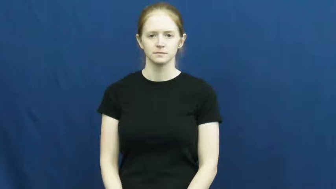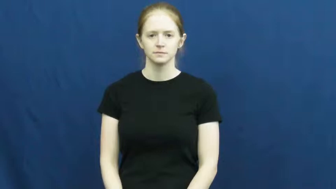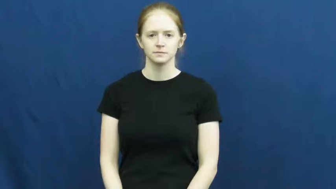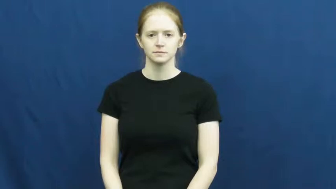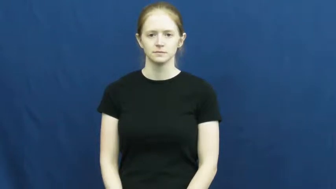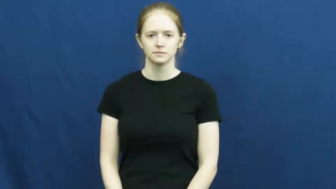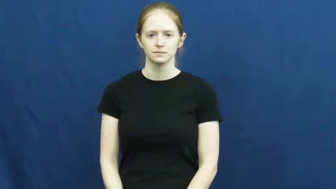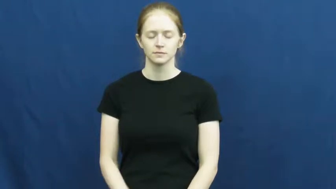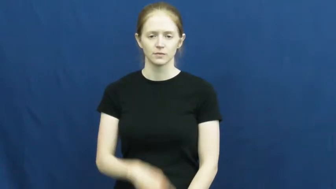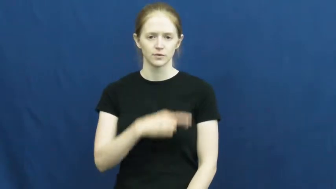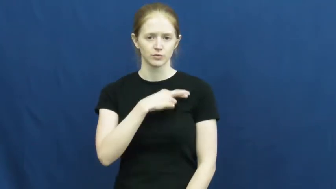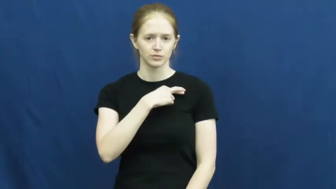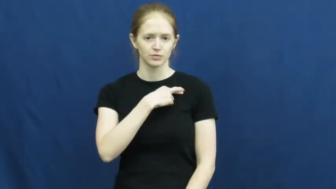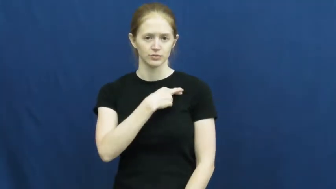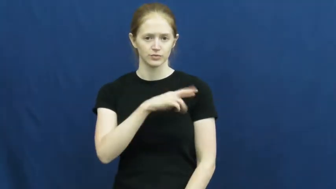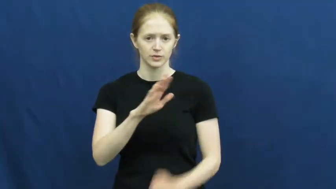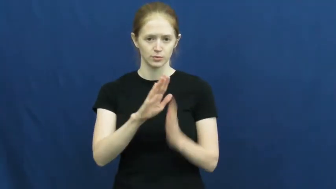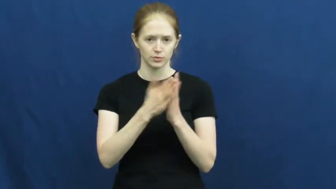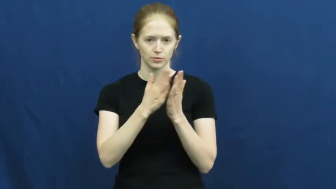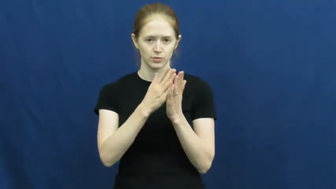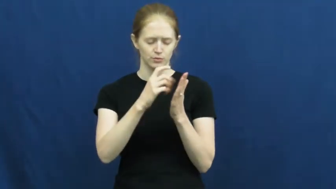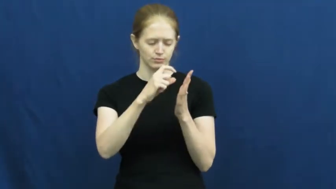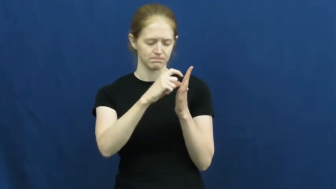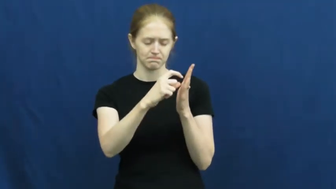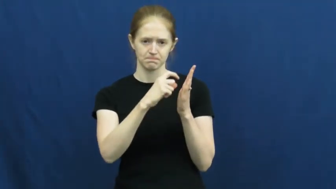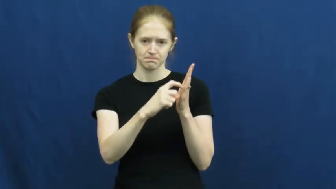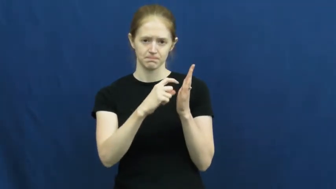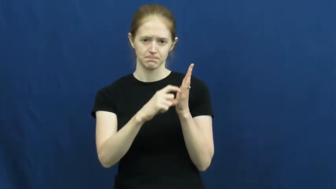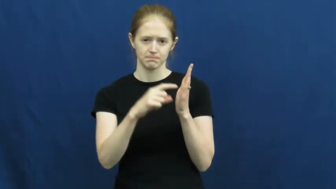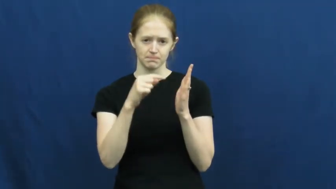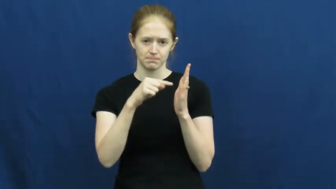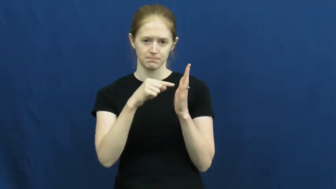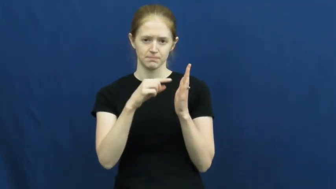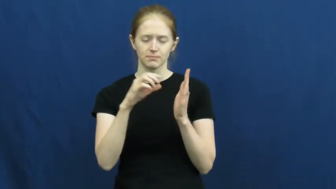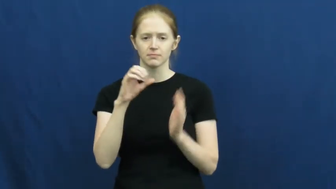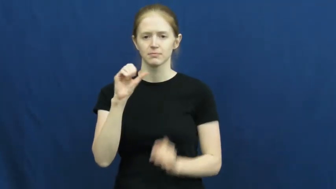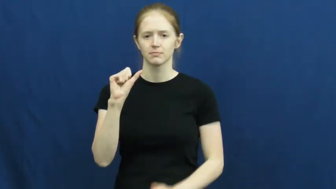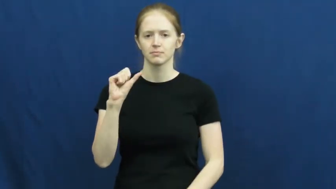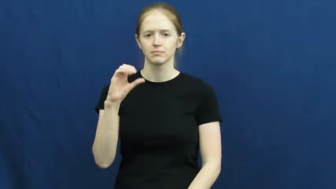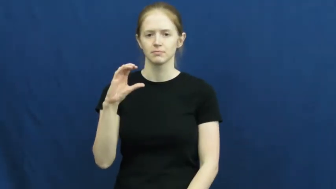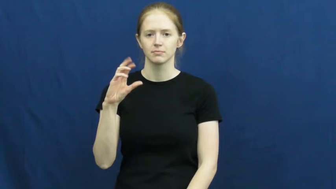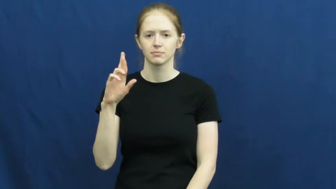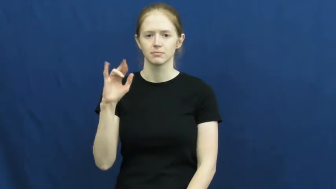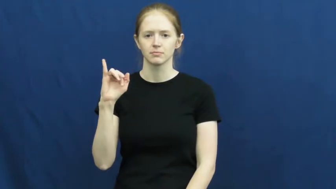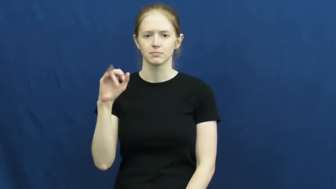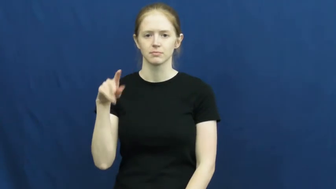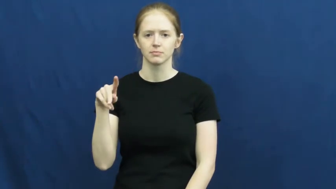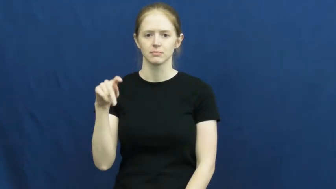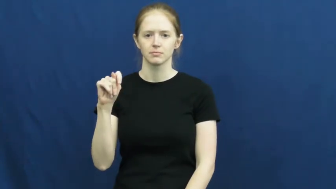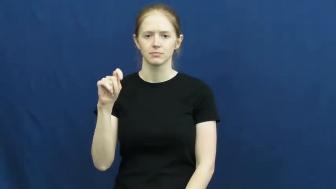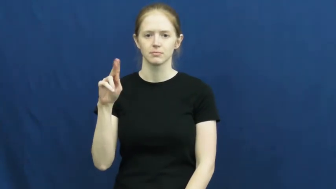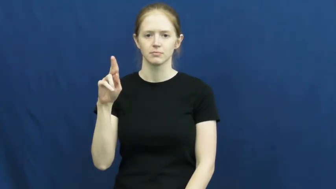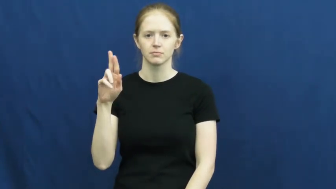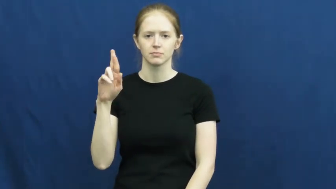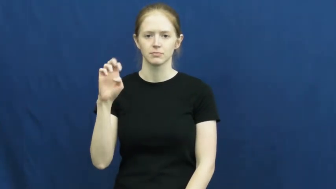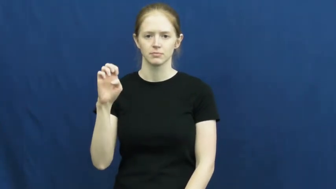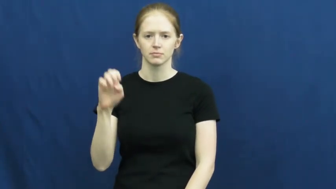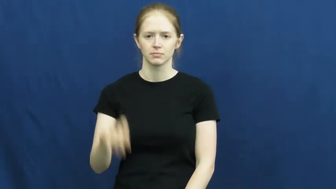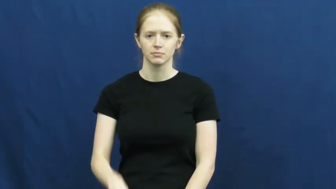scripture